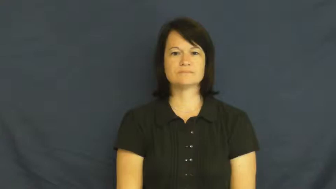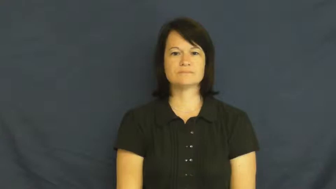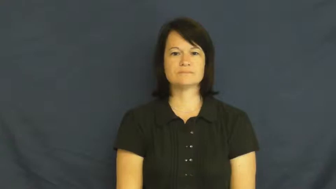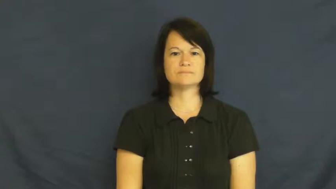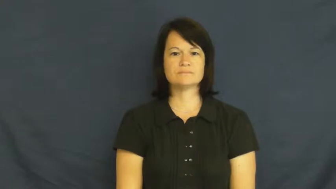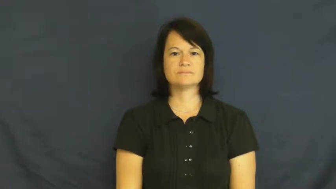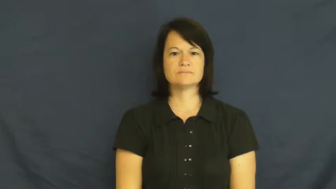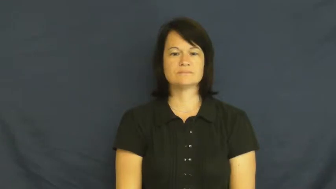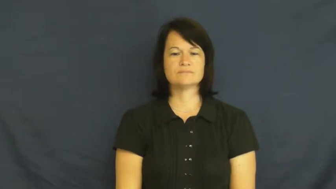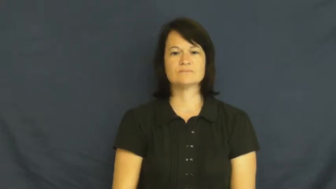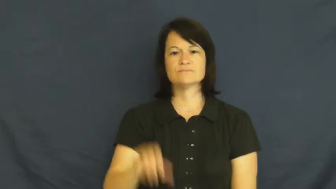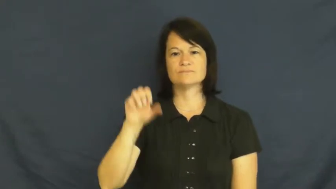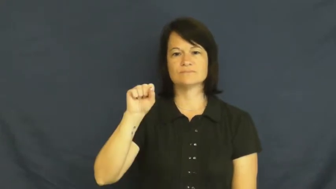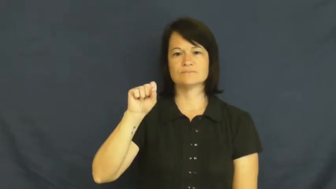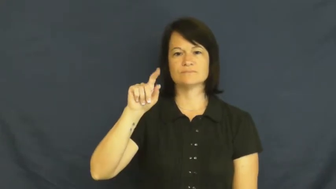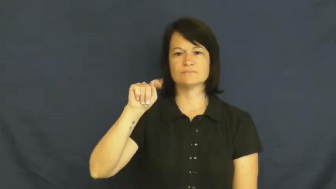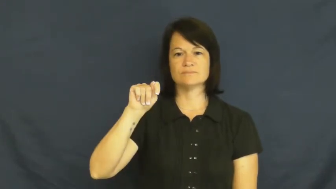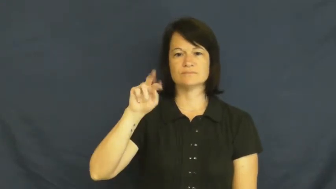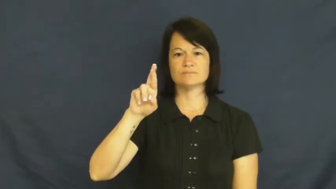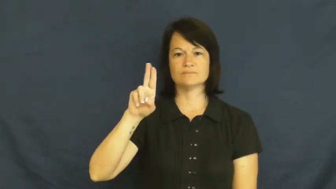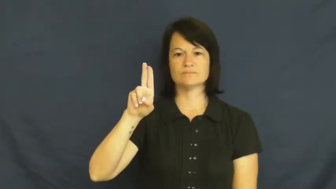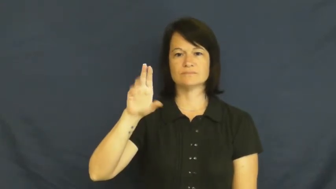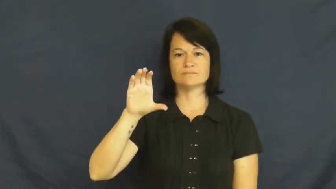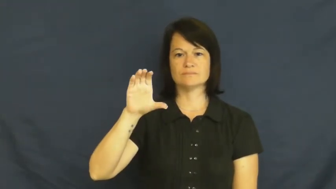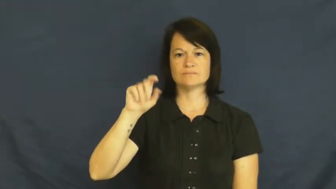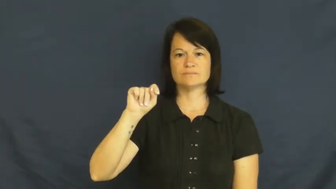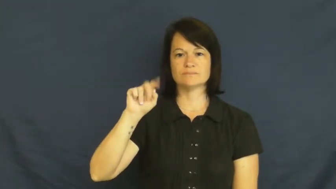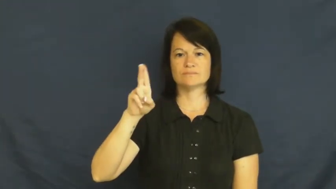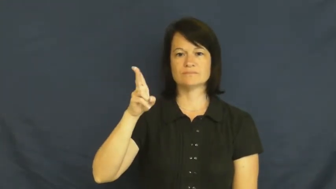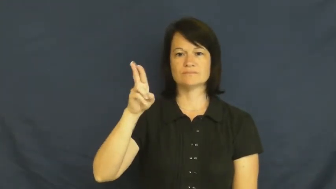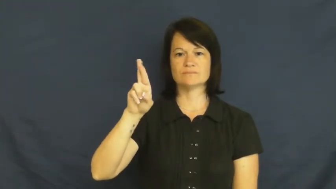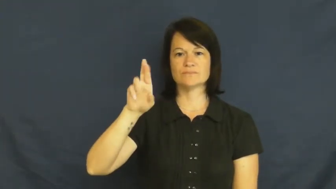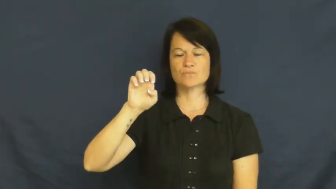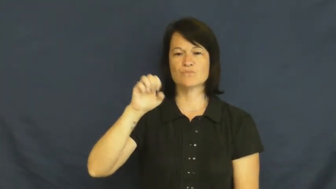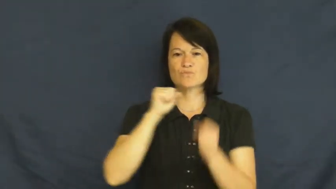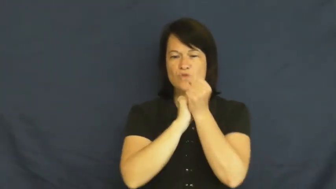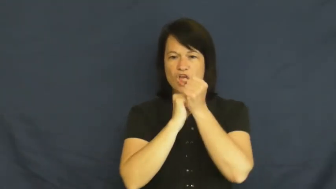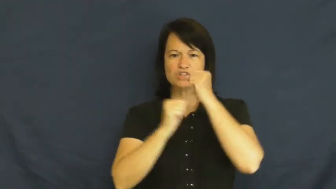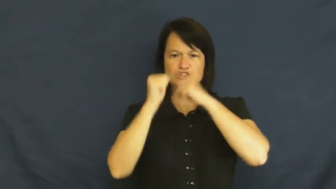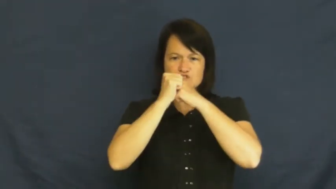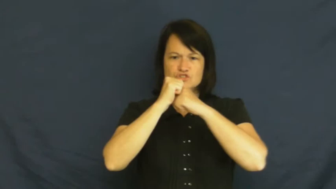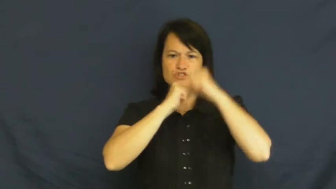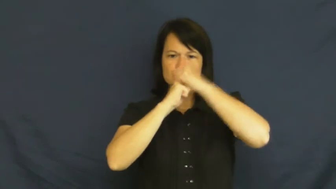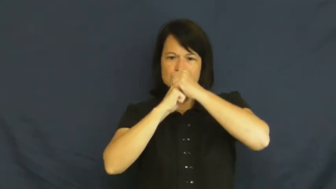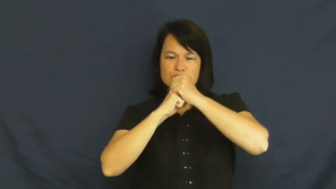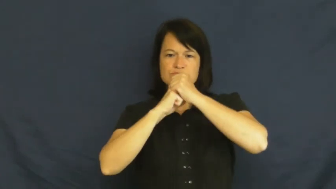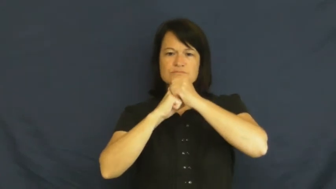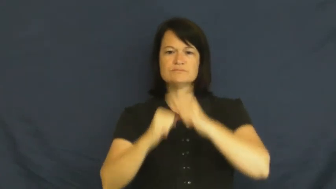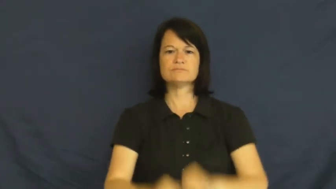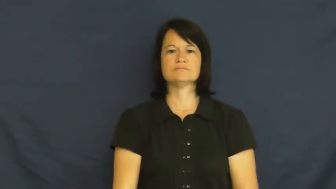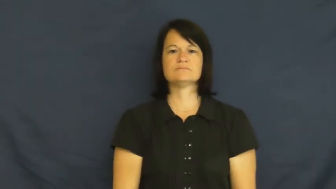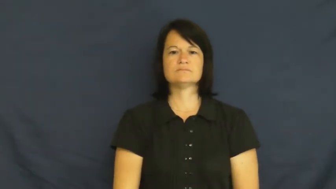structure-how it is made